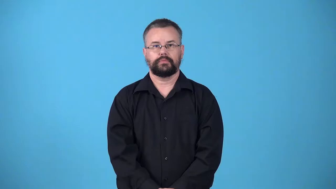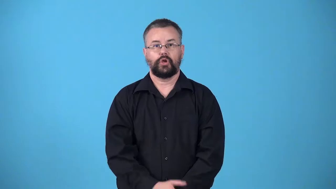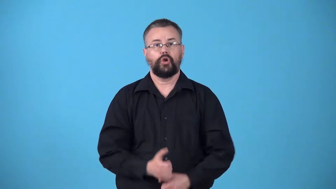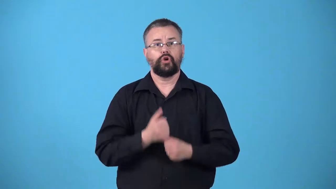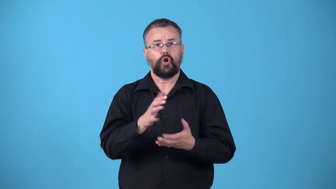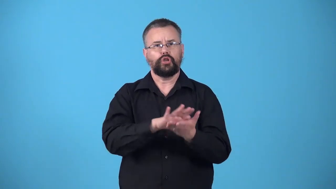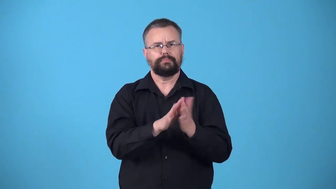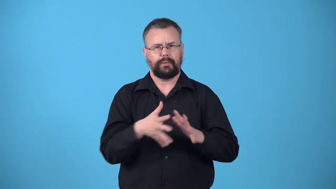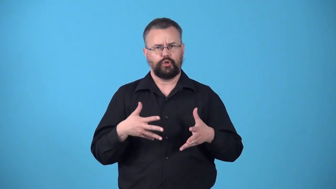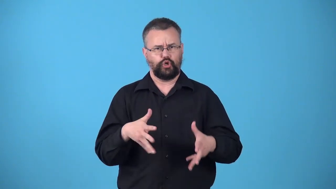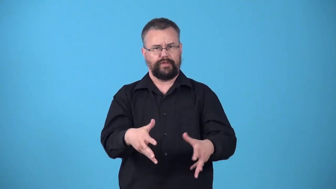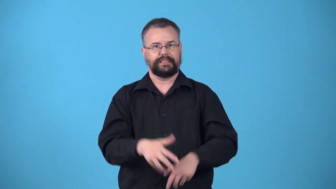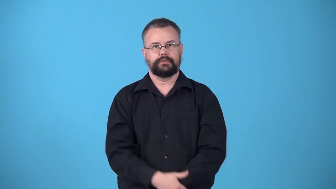wire-cause become antsy